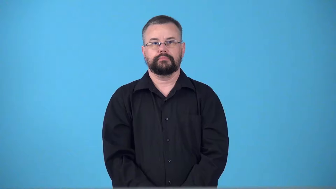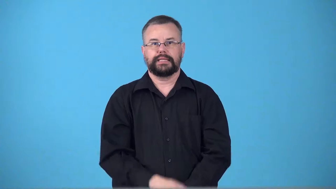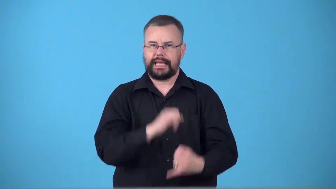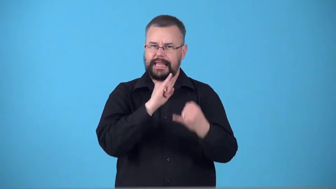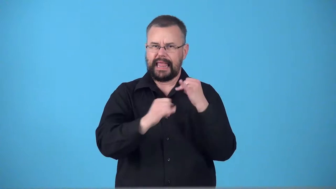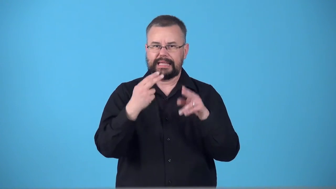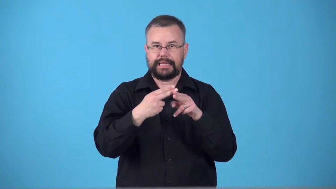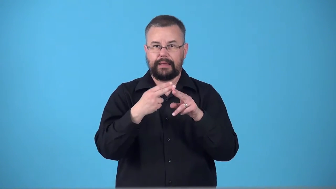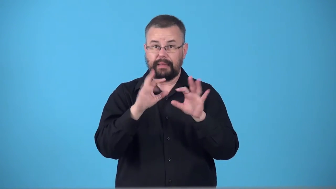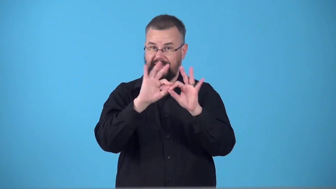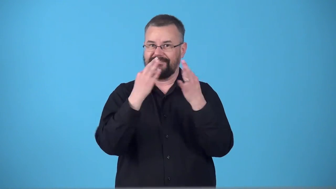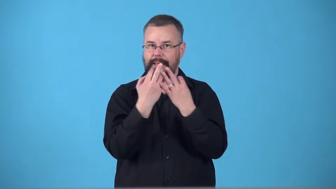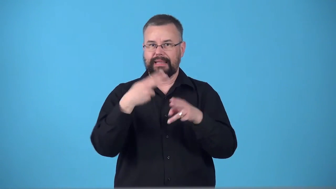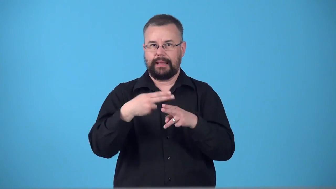surname